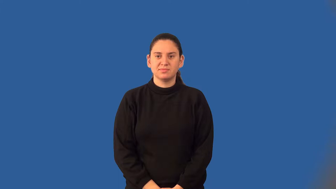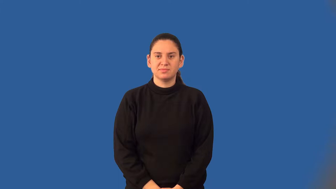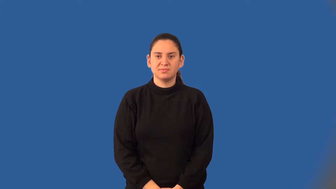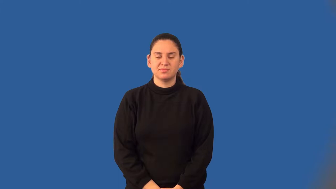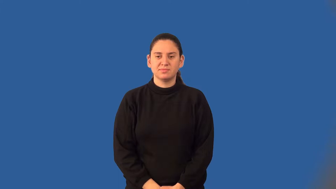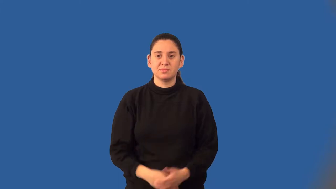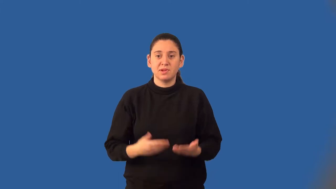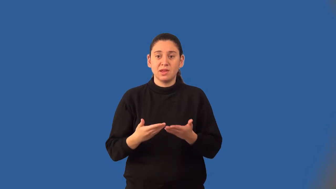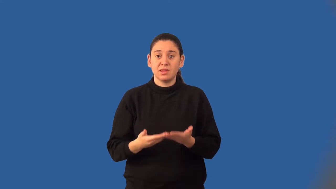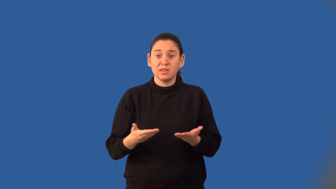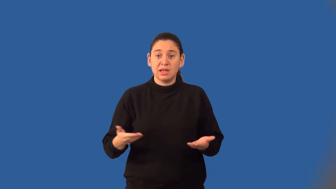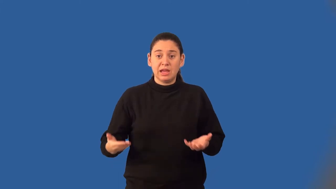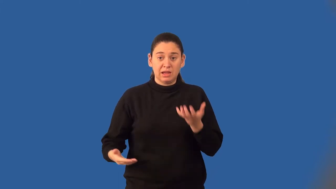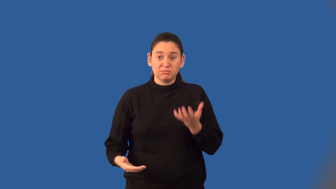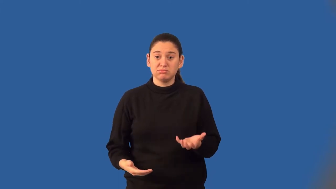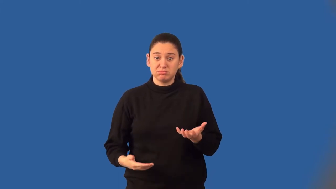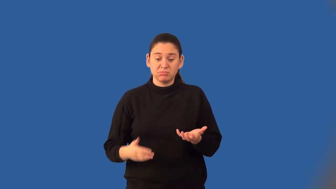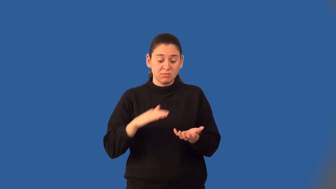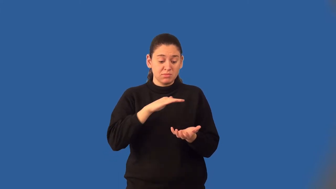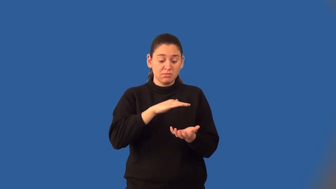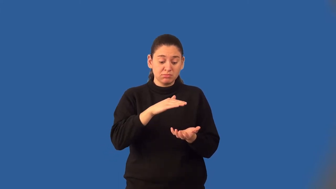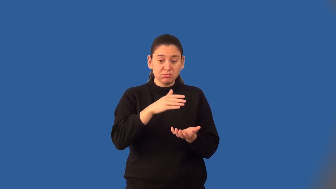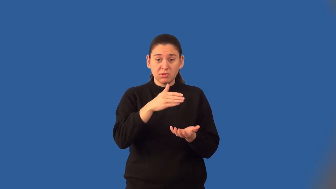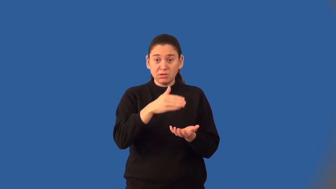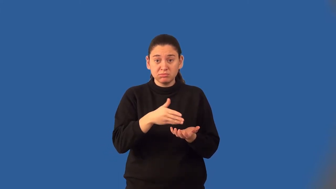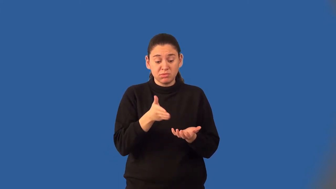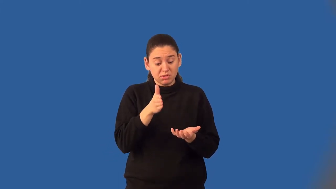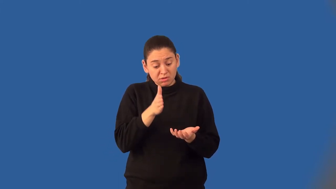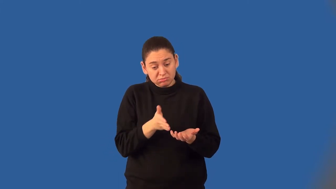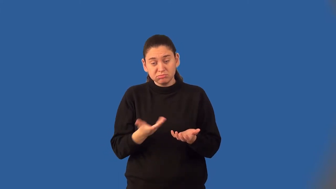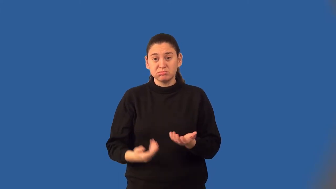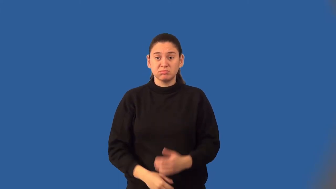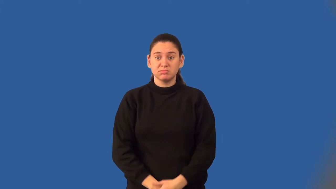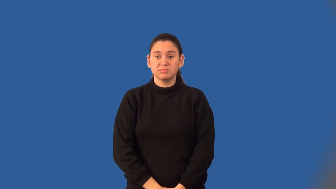lateral area